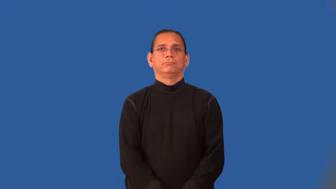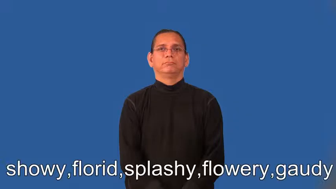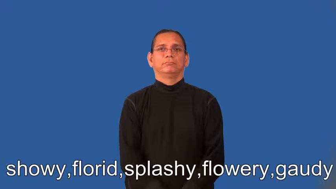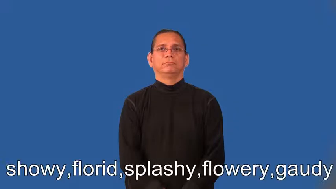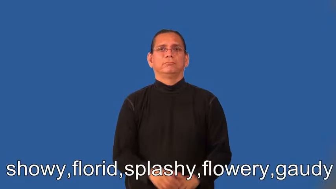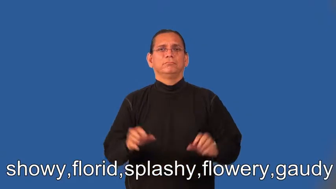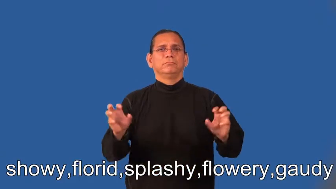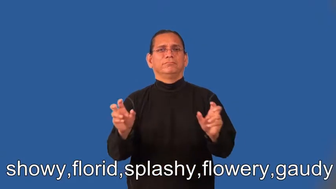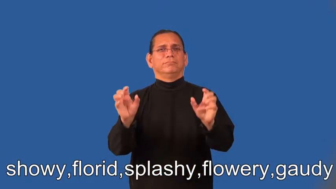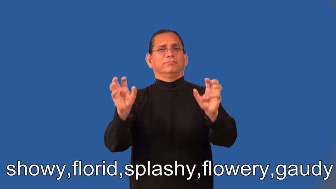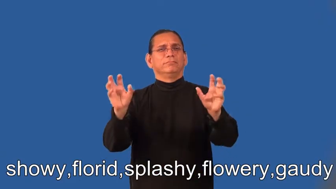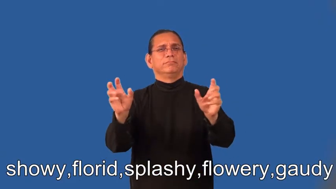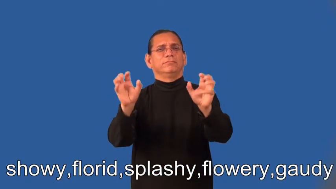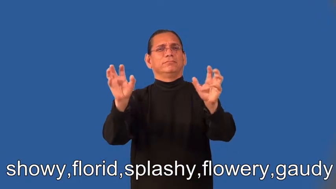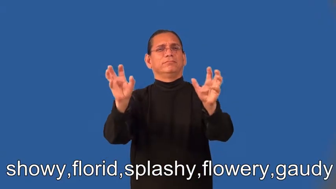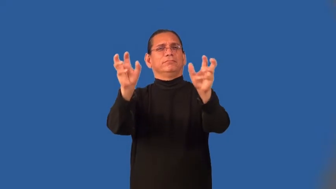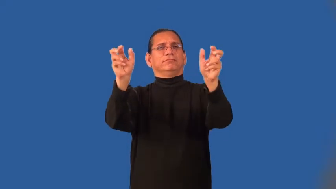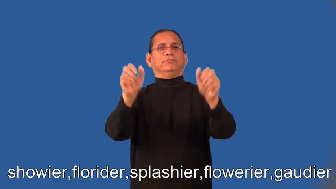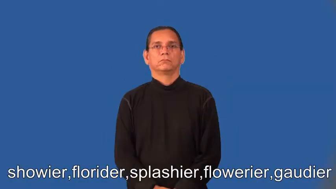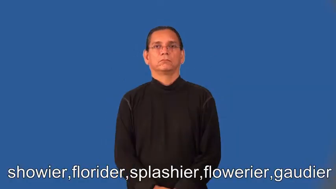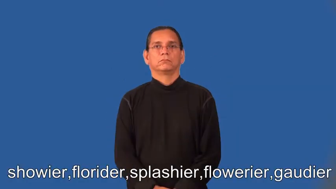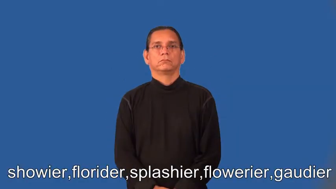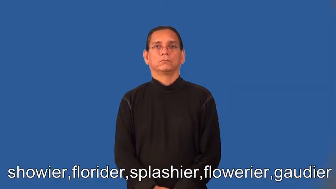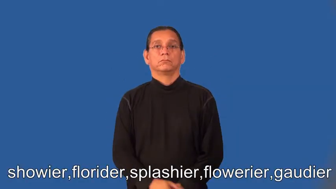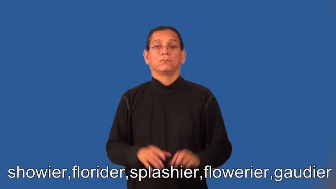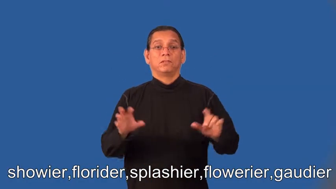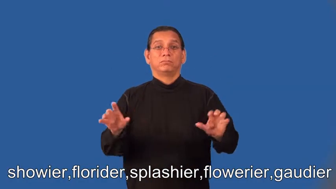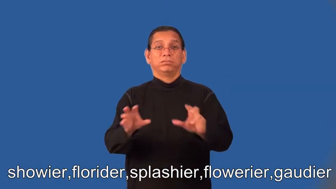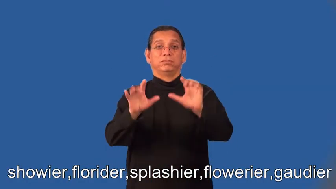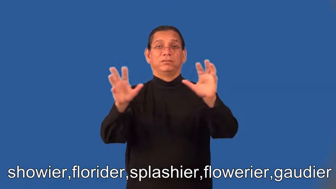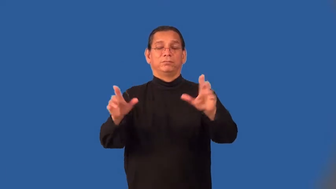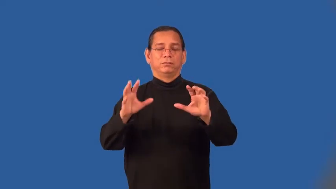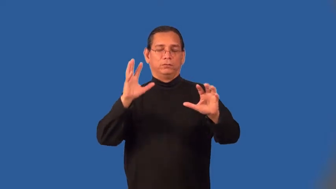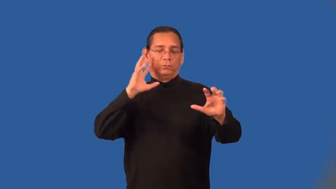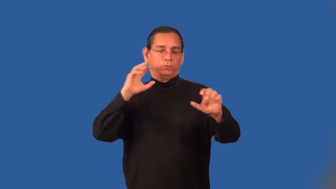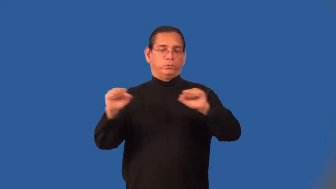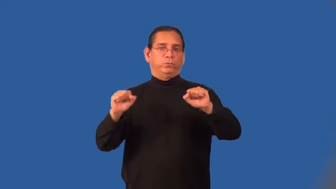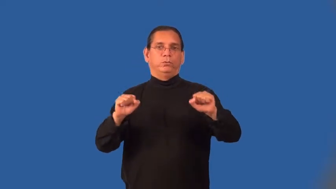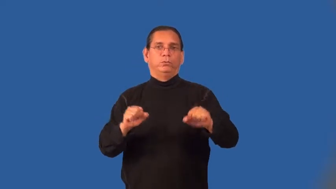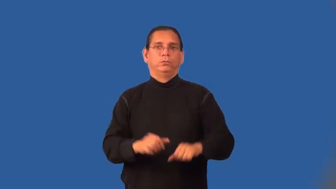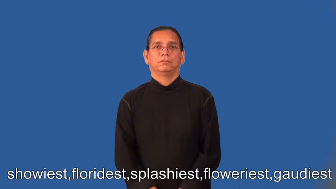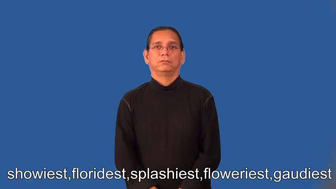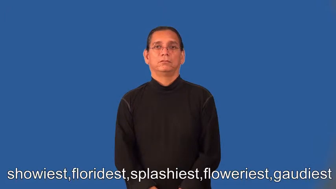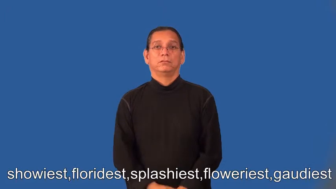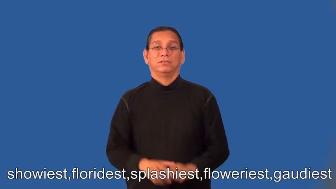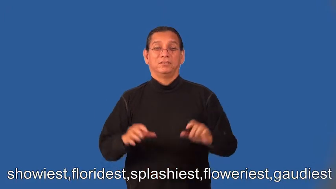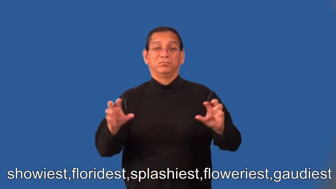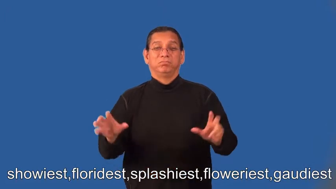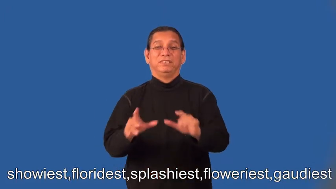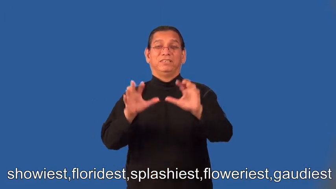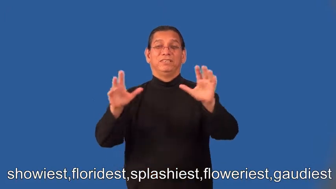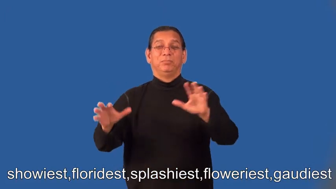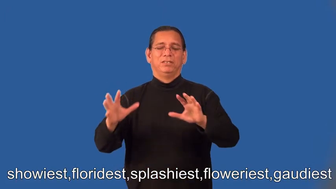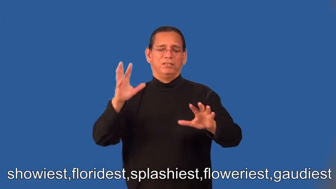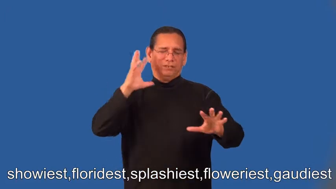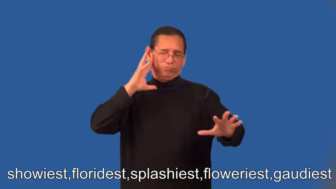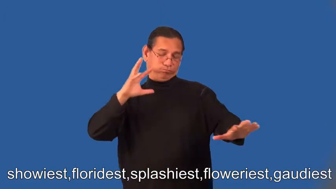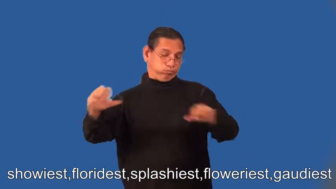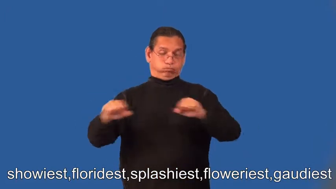showier,florider,splashier,flowerier,gaudier,showiest,floridest,splashiest,floweriest,gaudiest